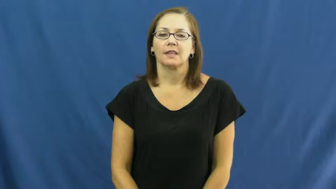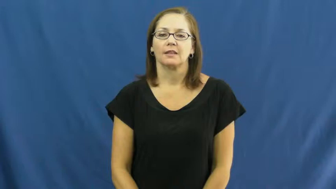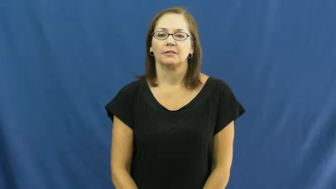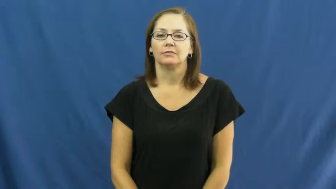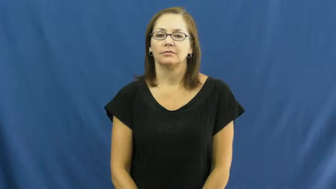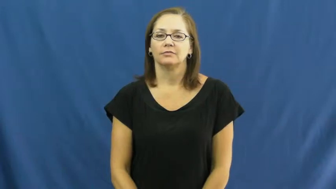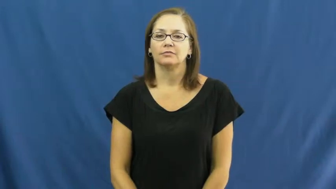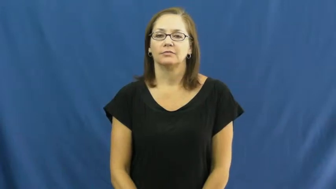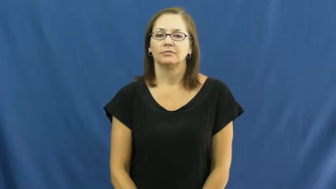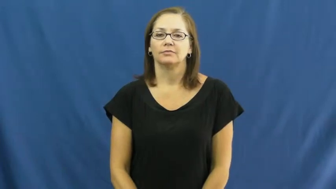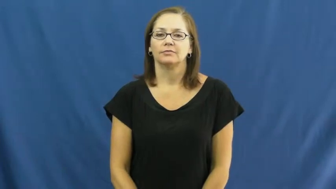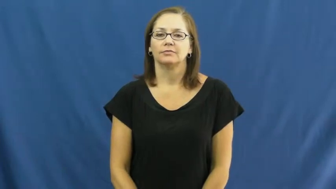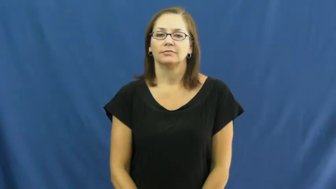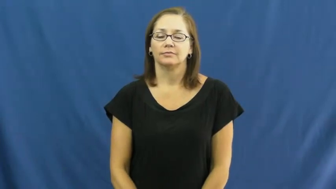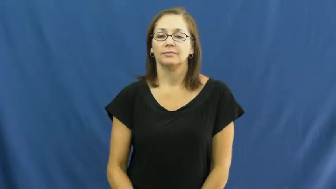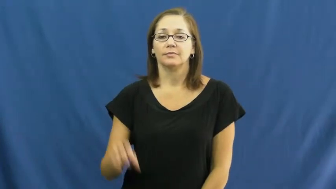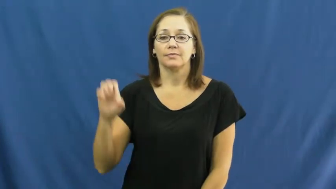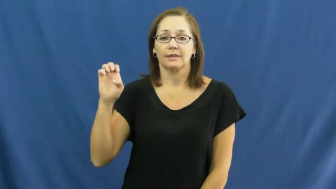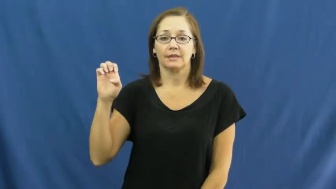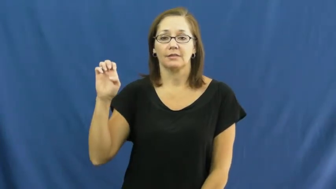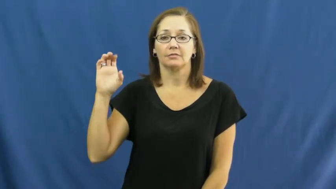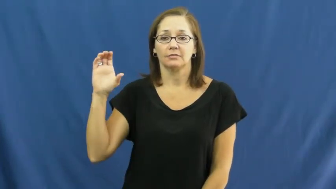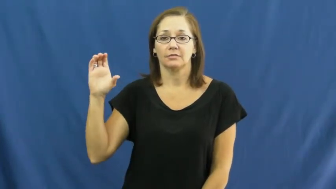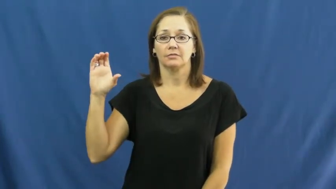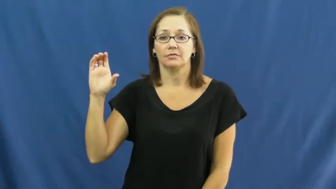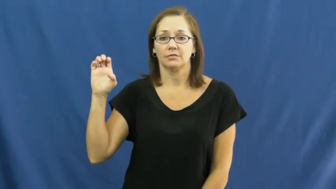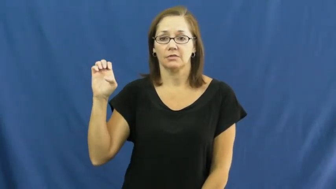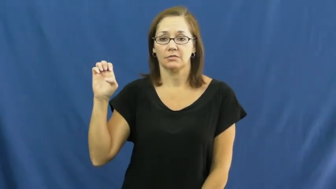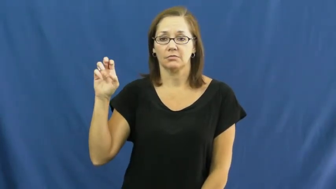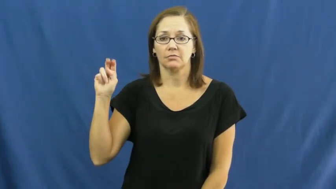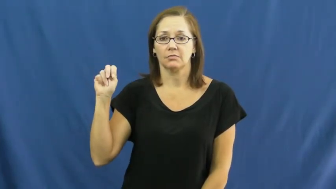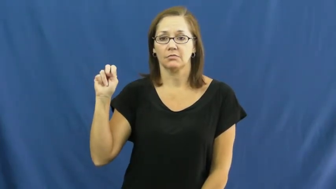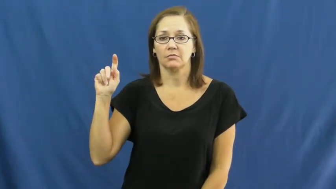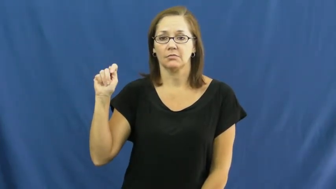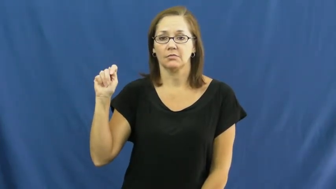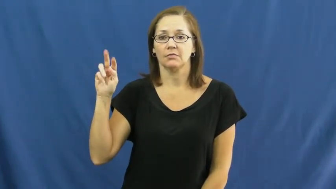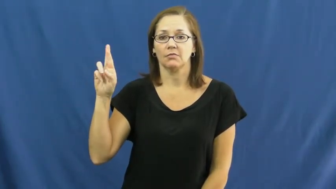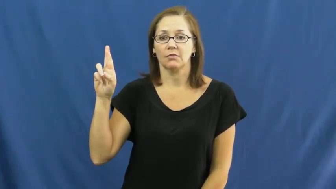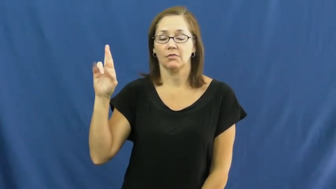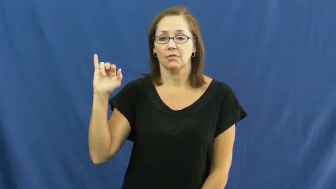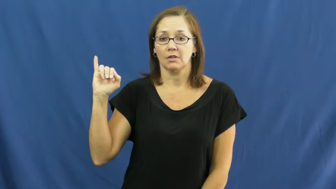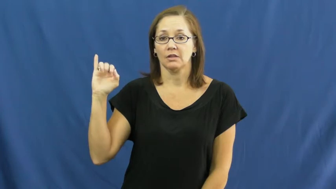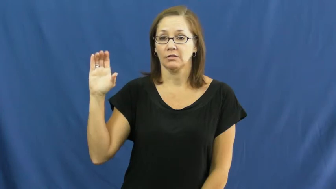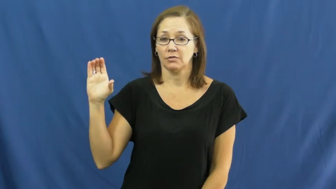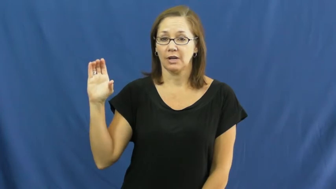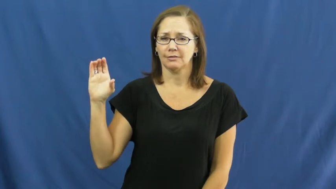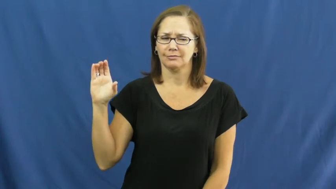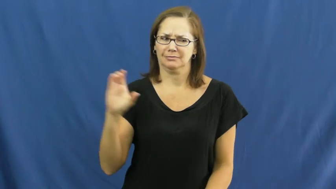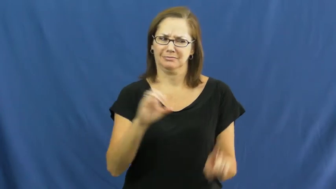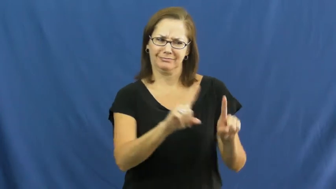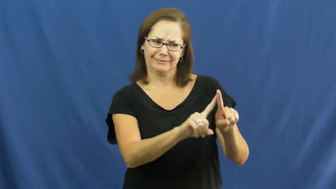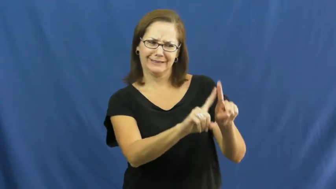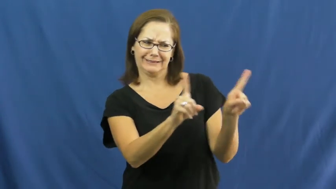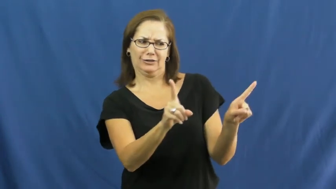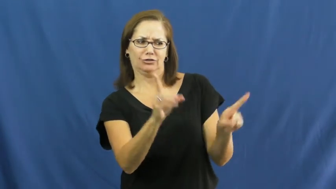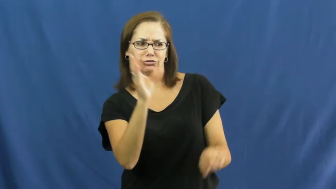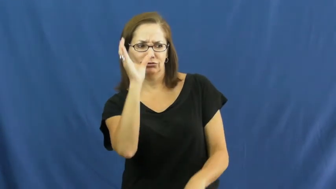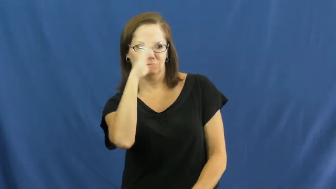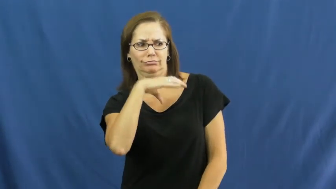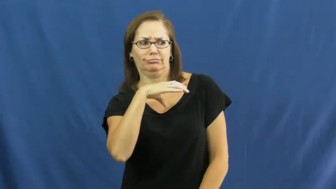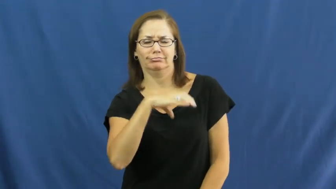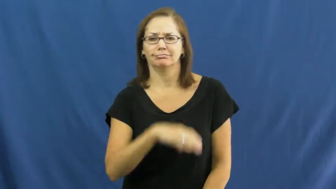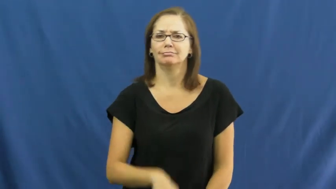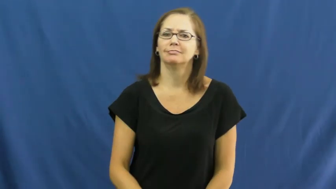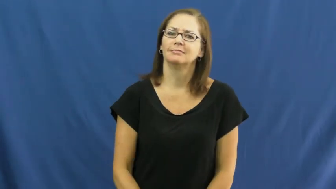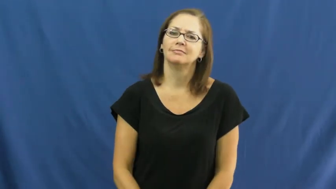eccentric